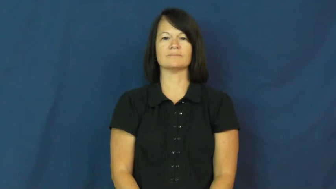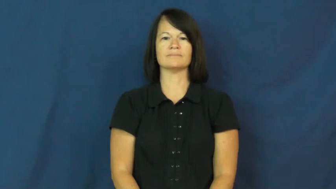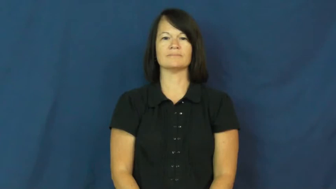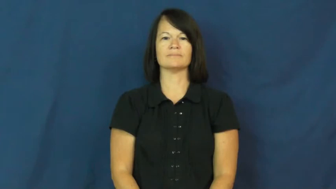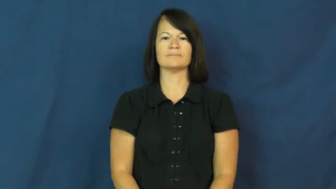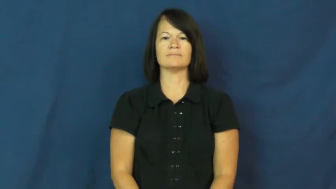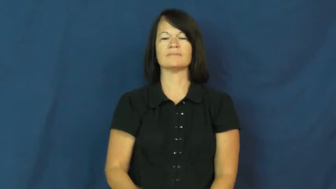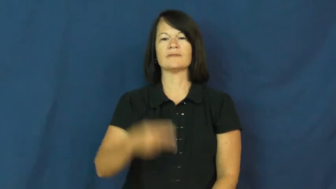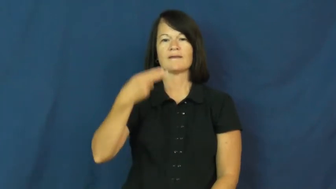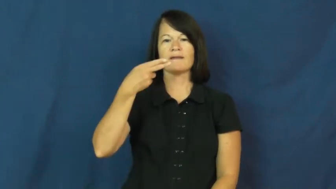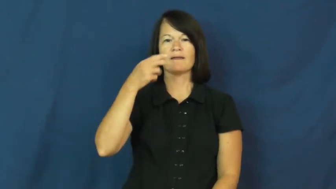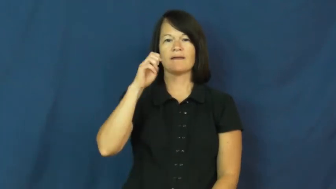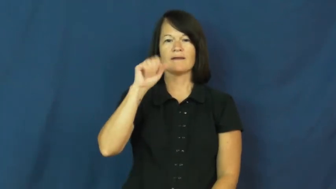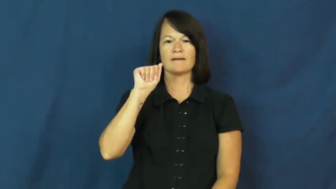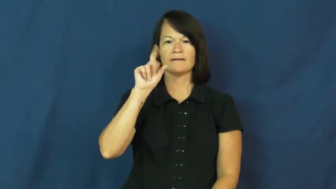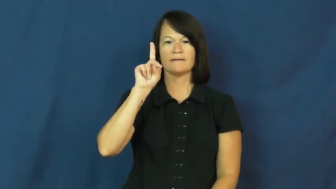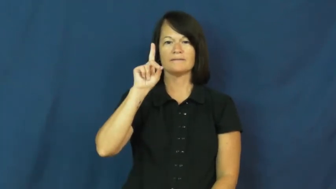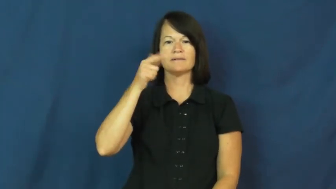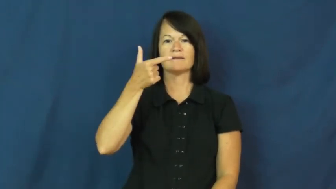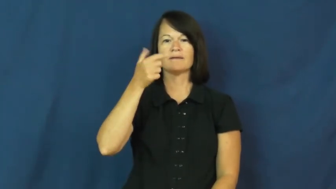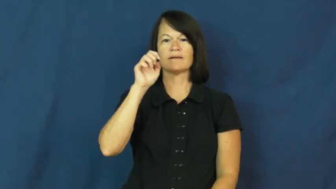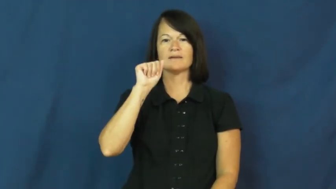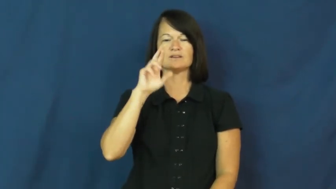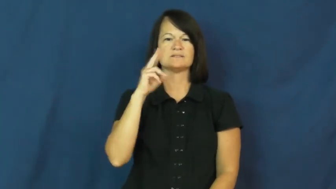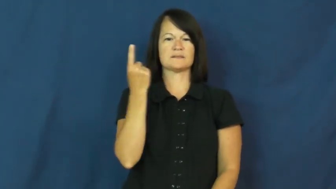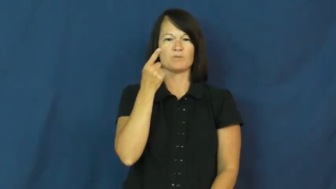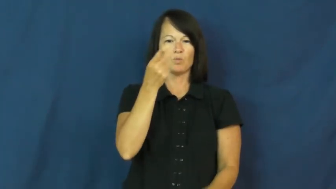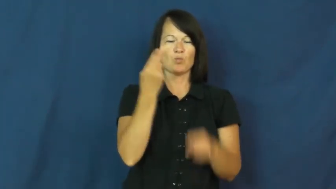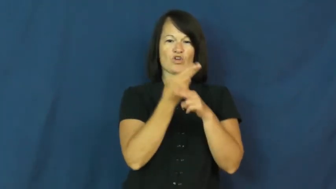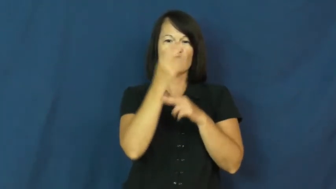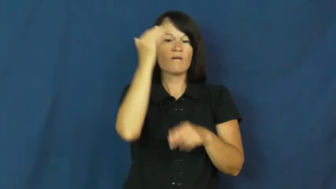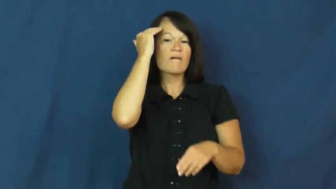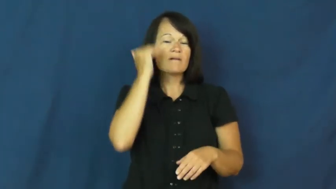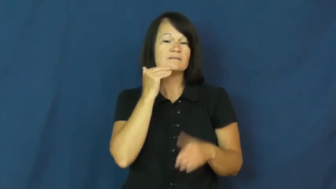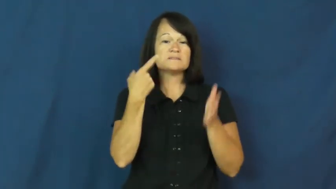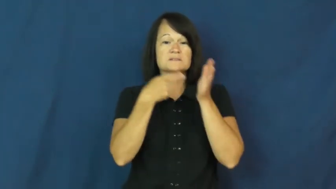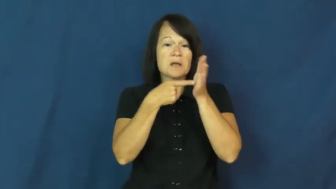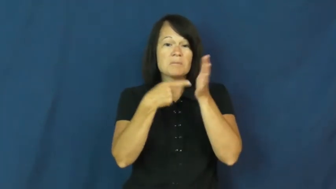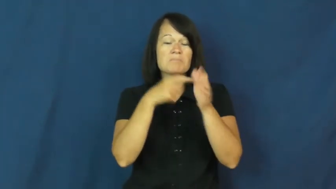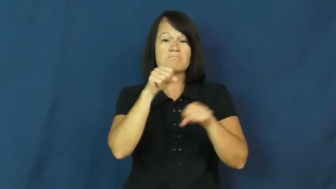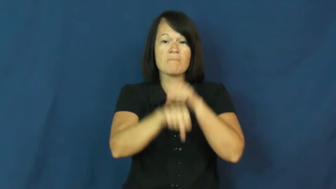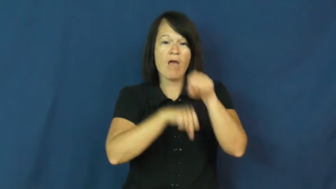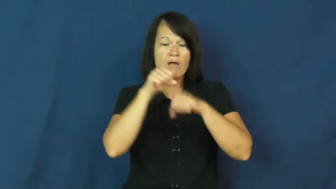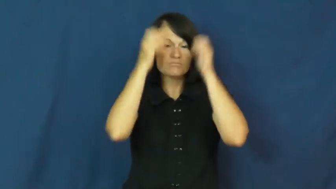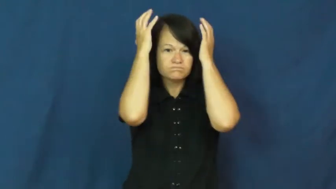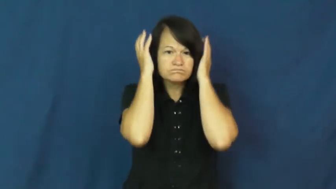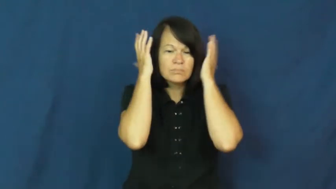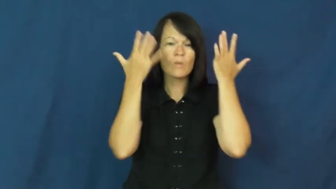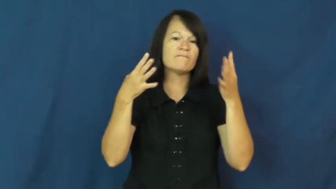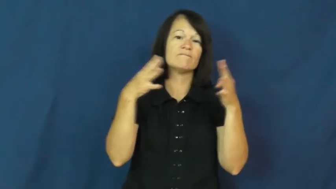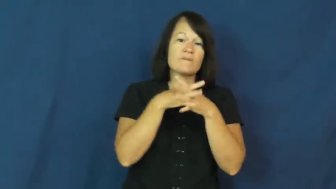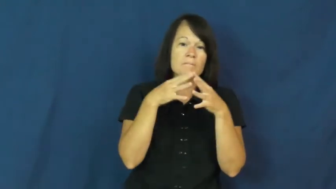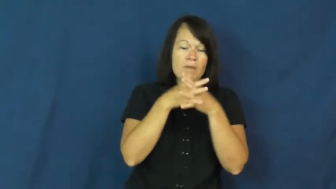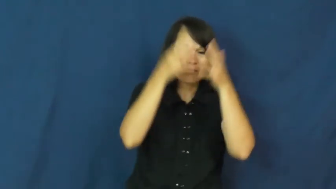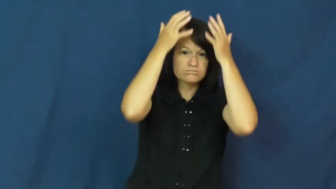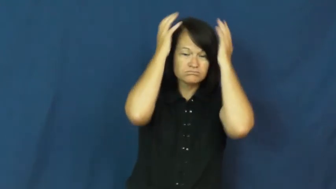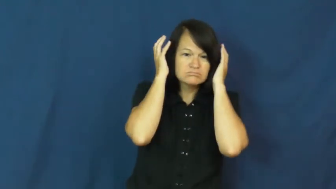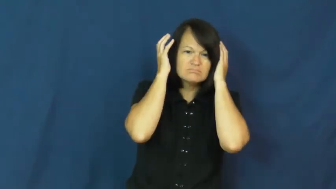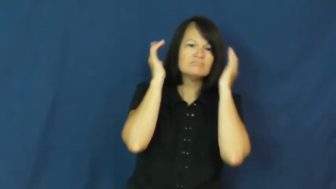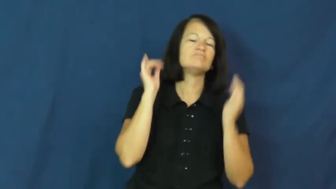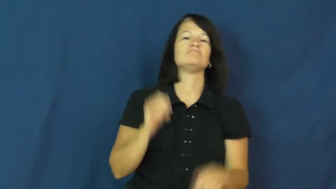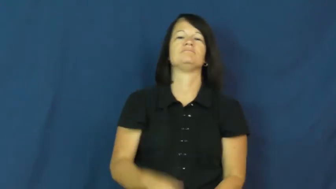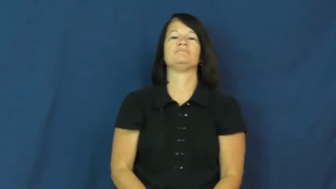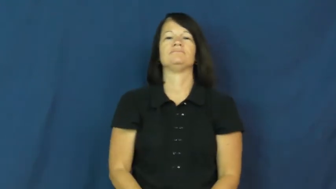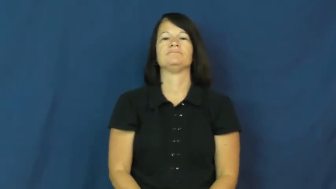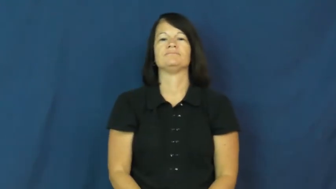headgear